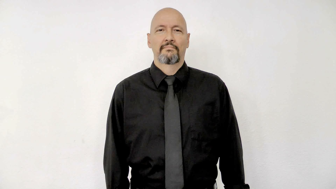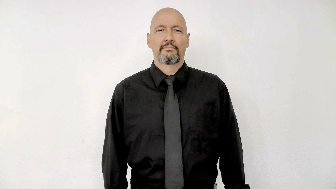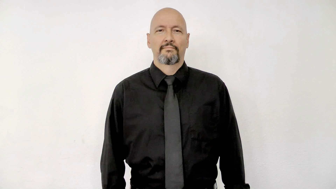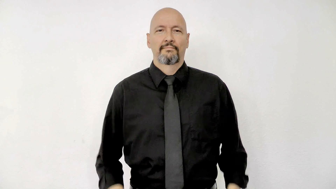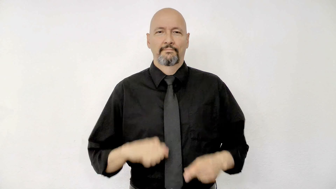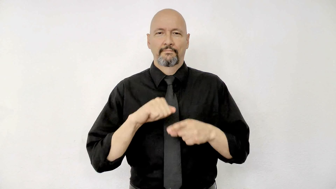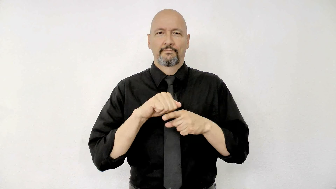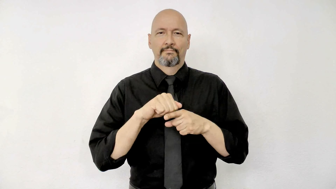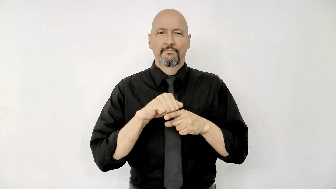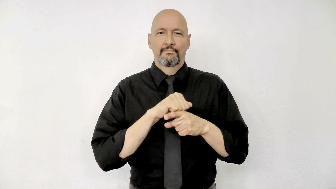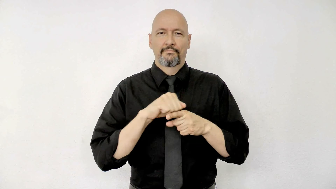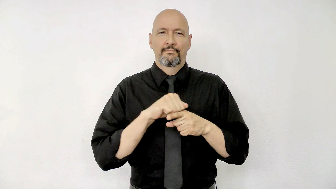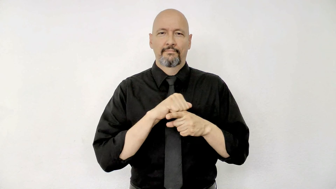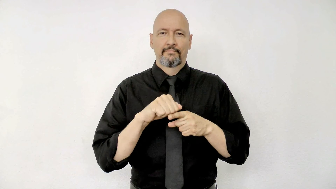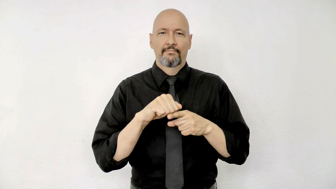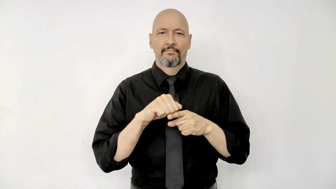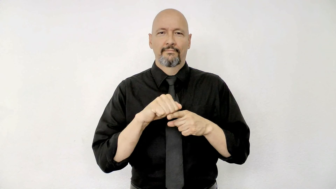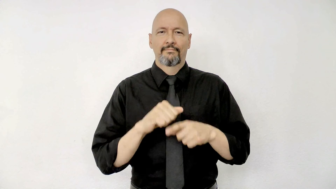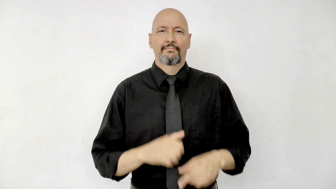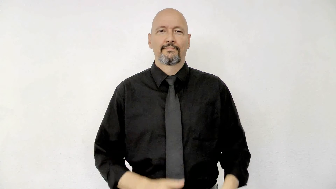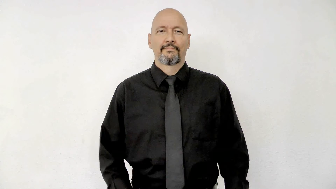training practice